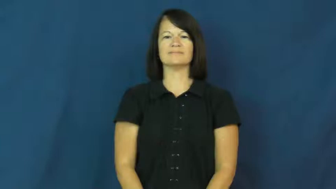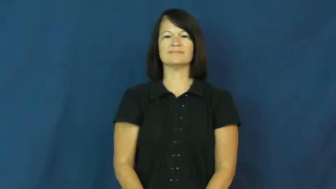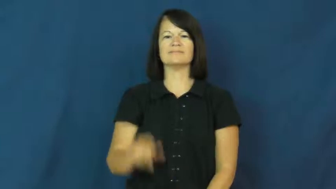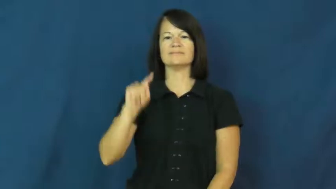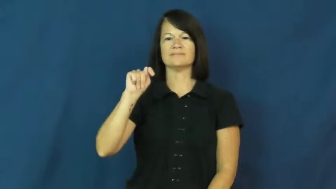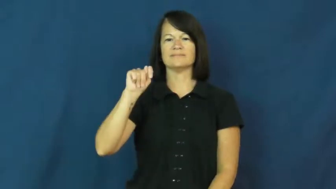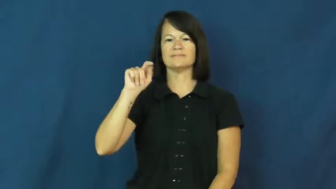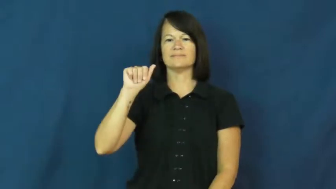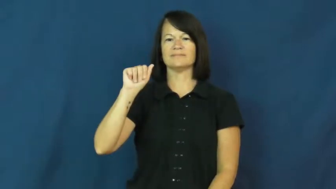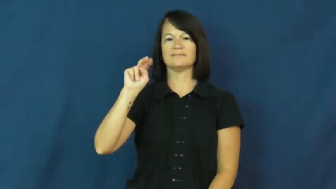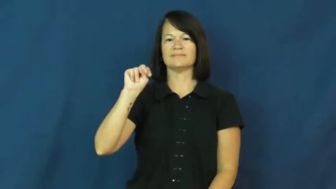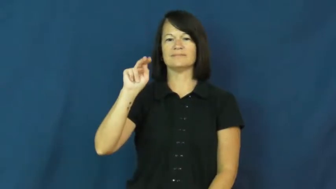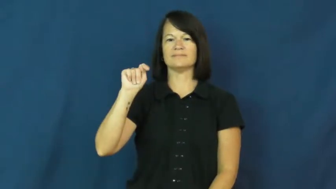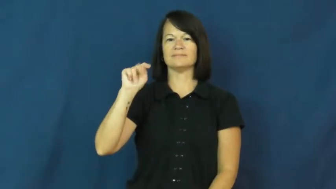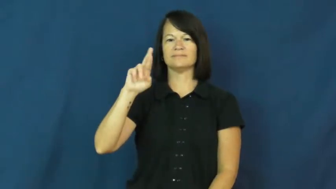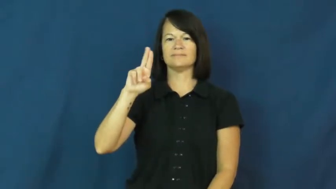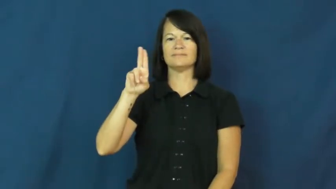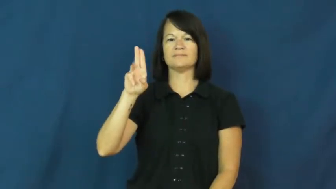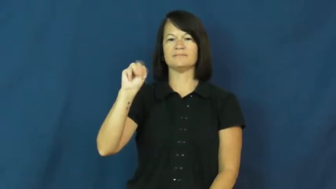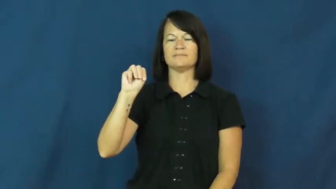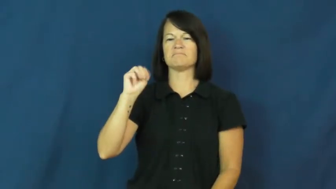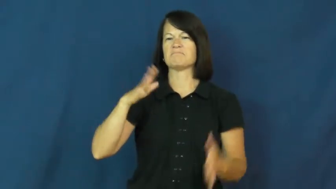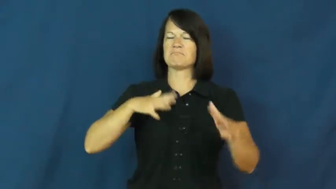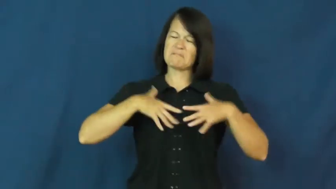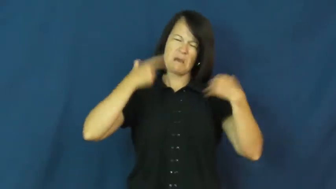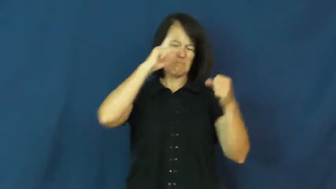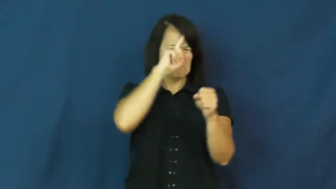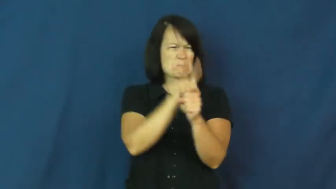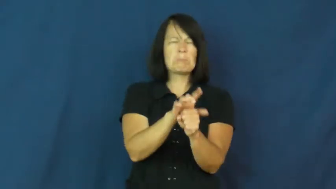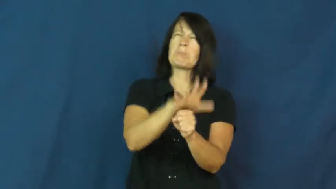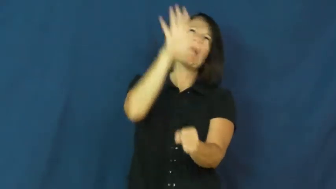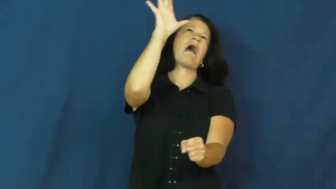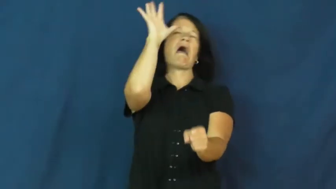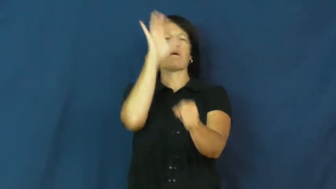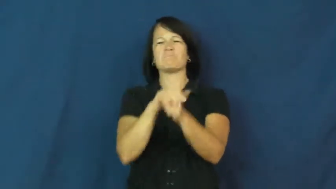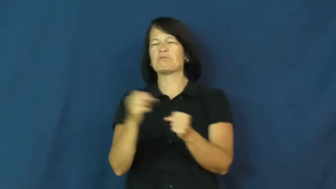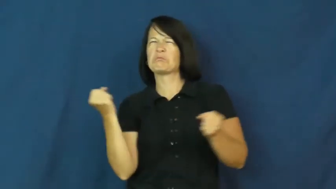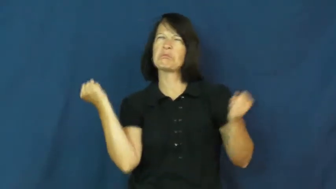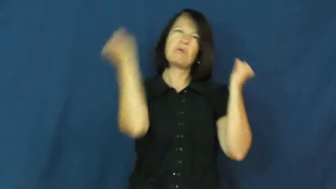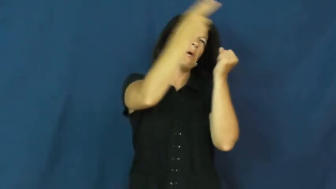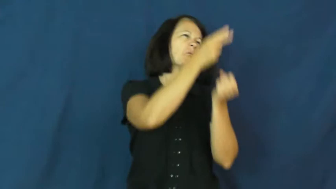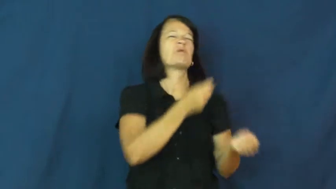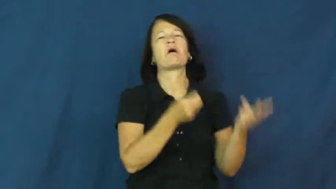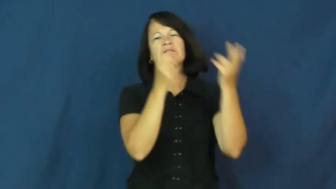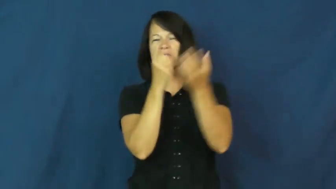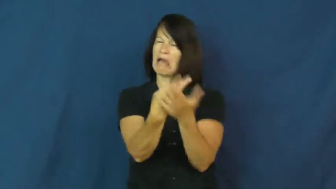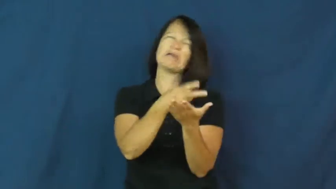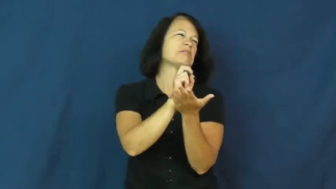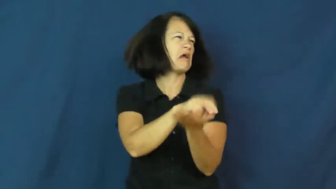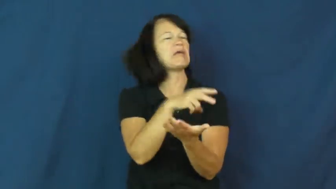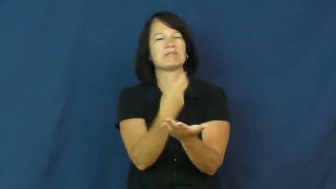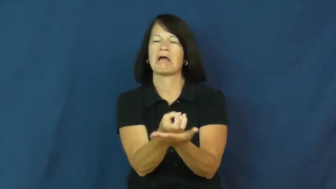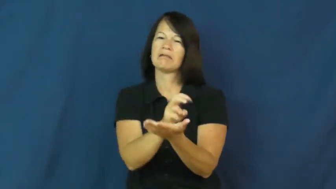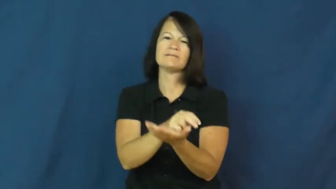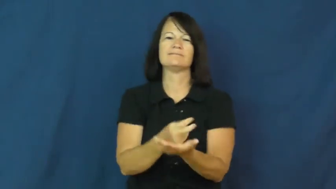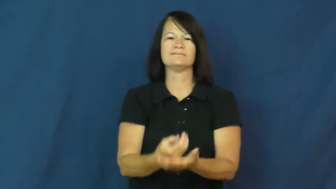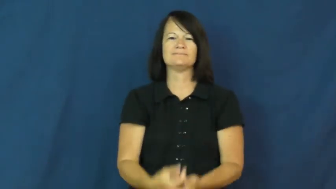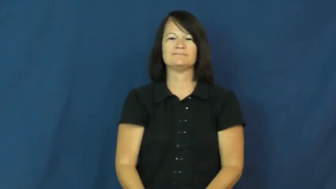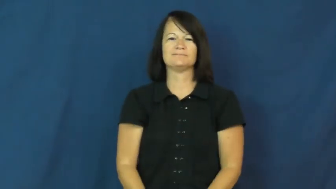tantrum